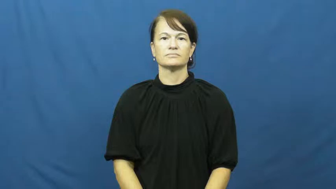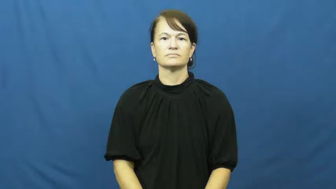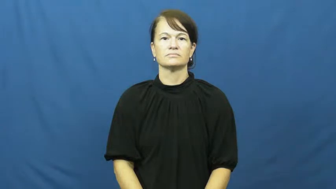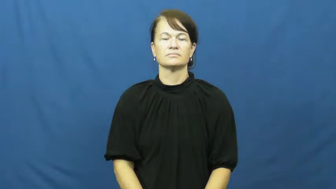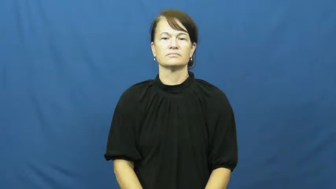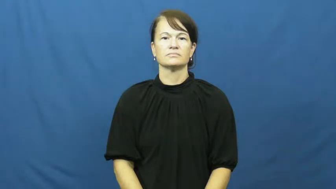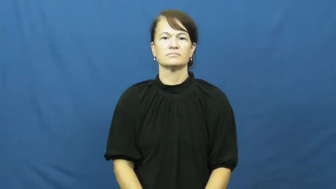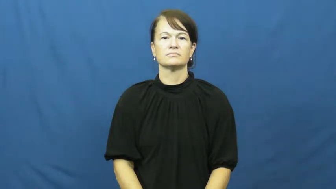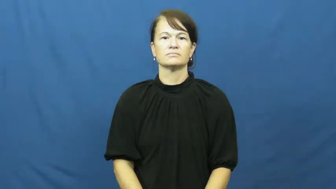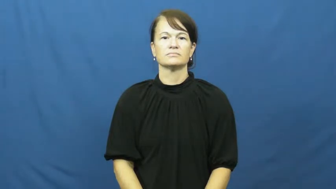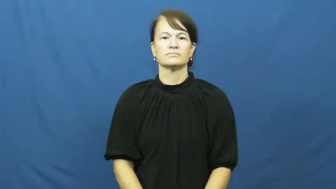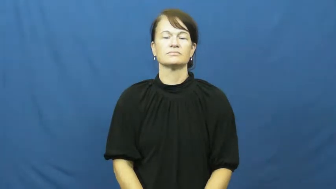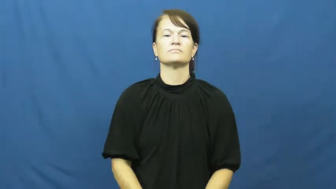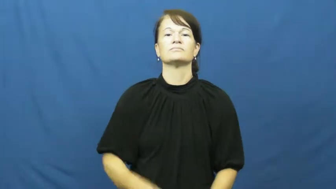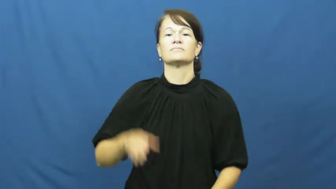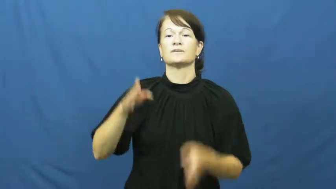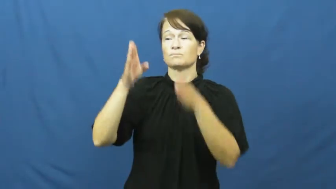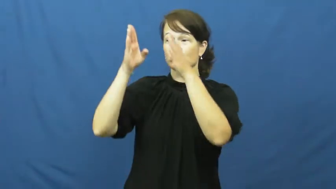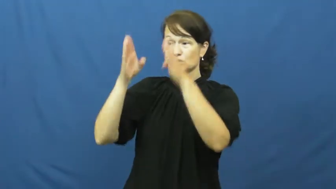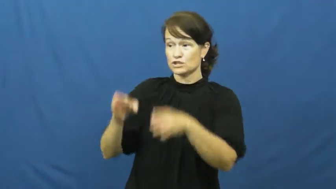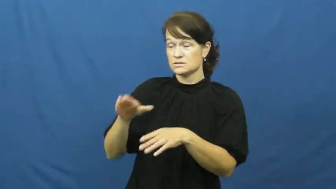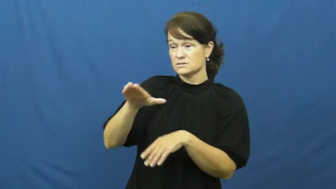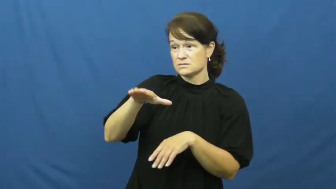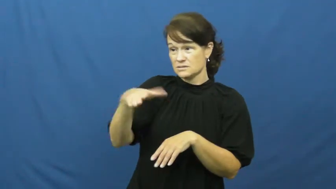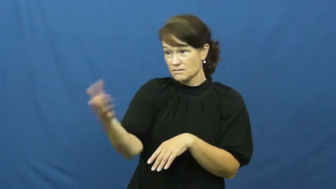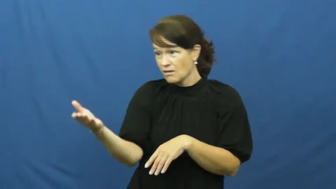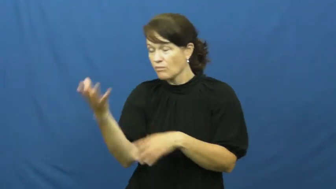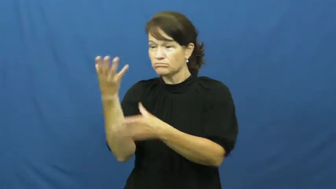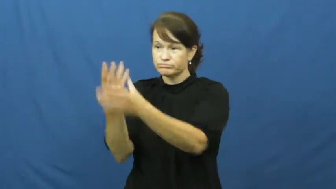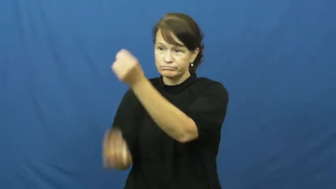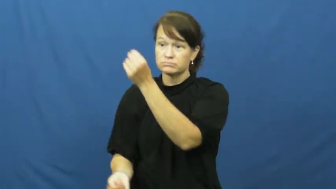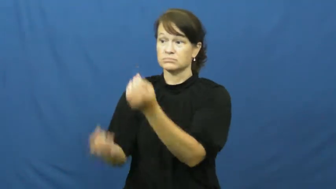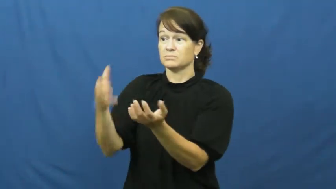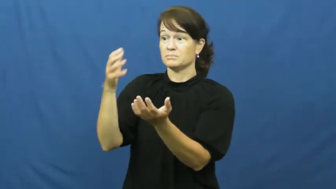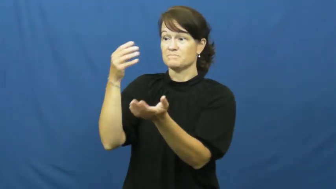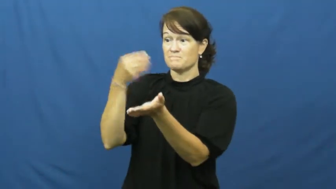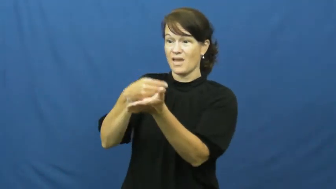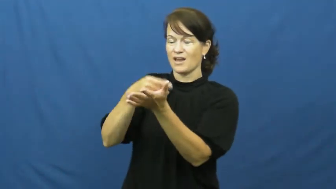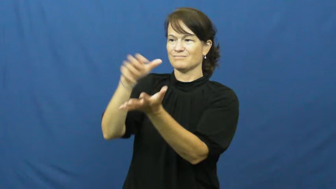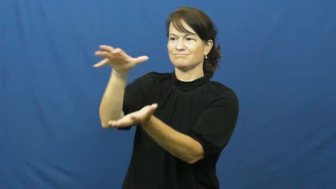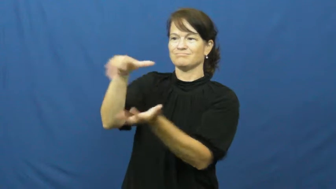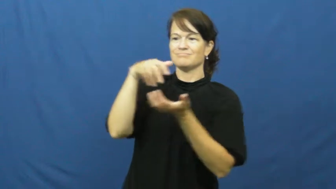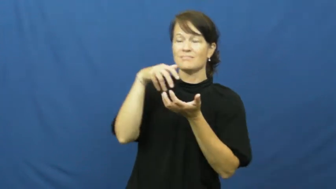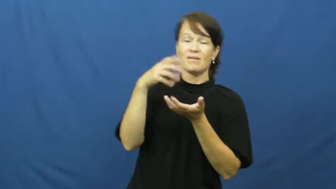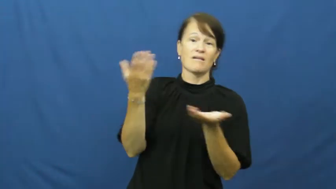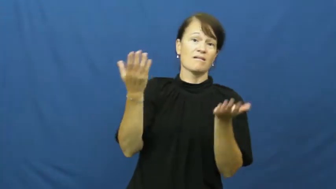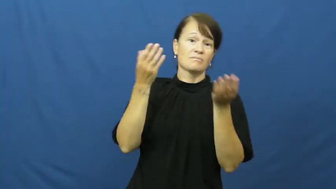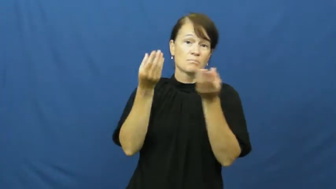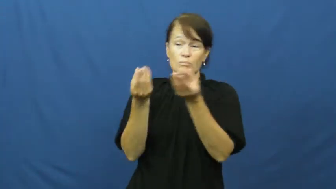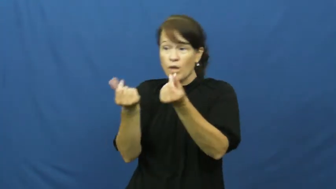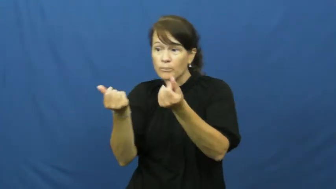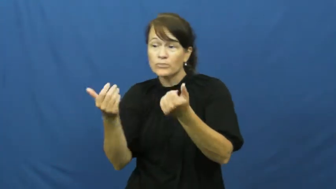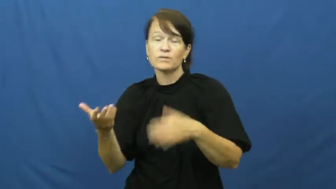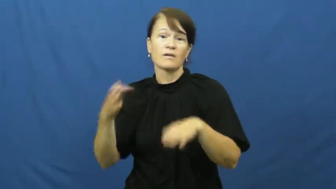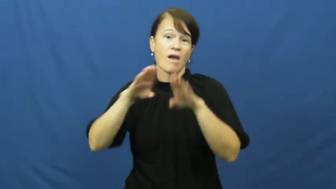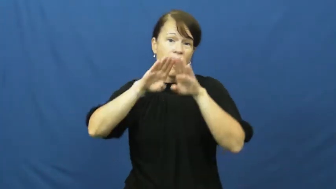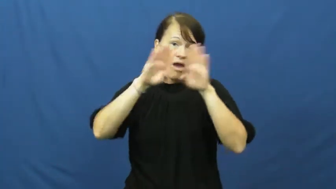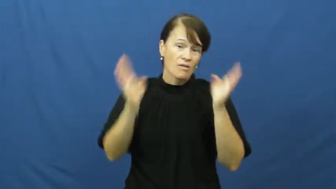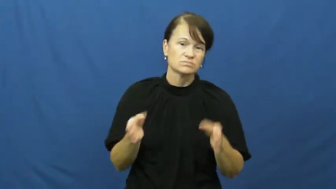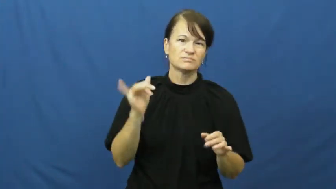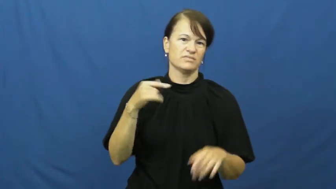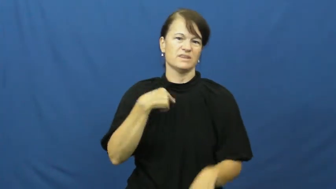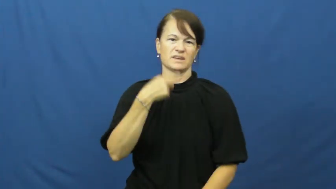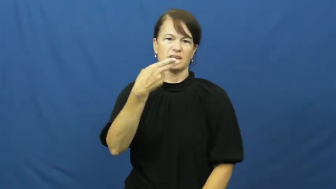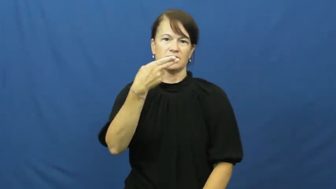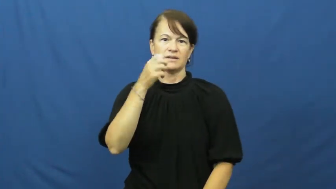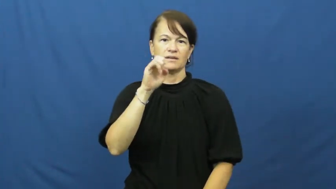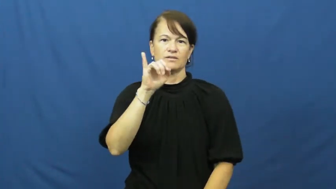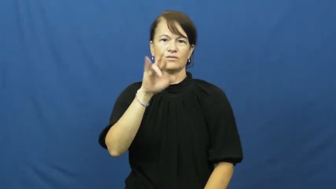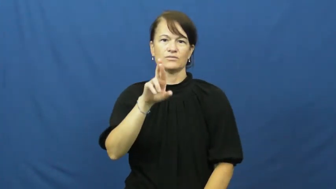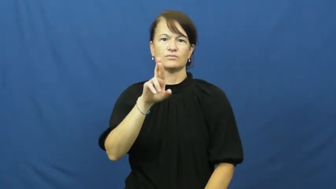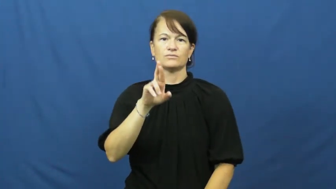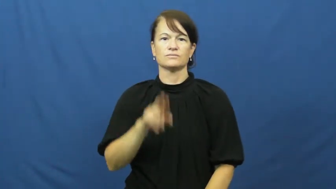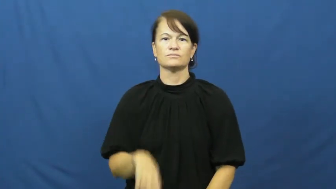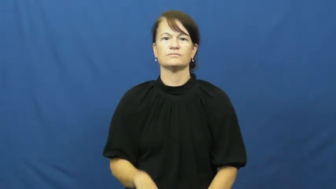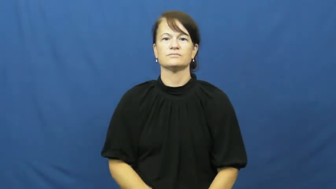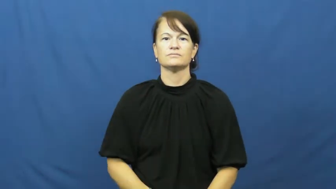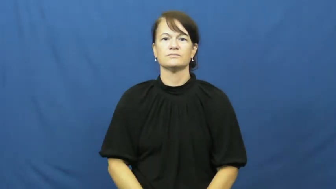heir,coheir,legatee,scion